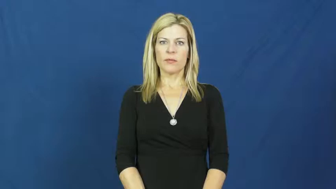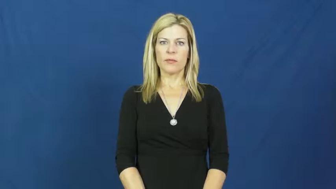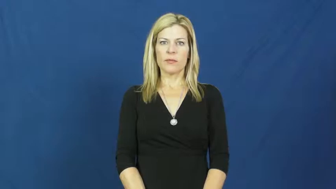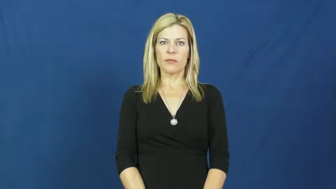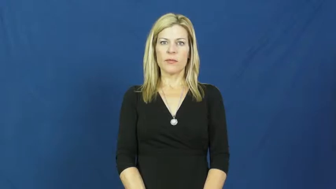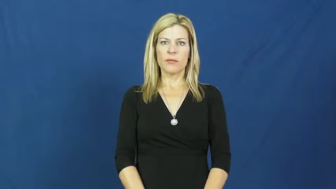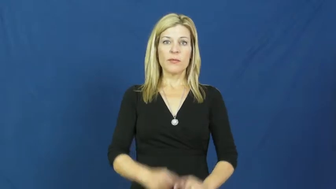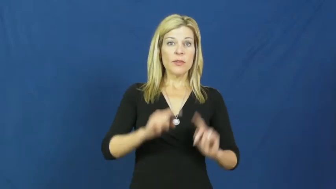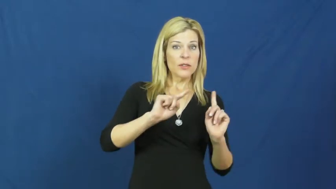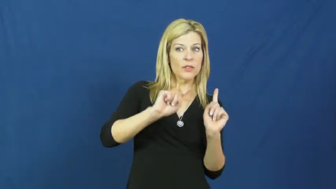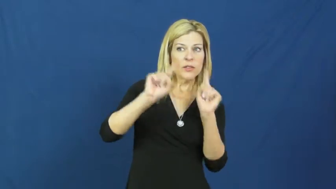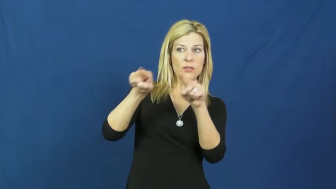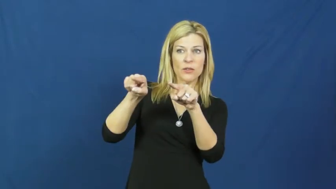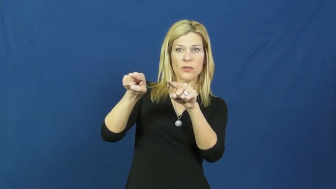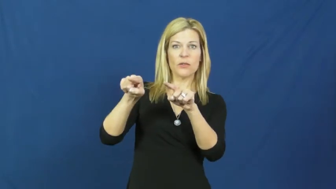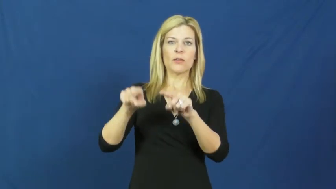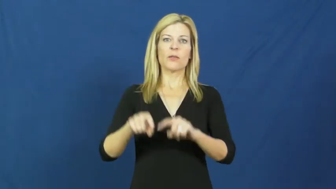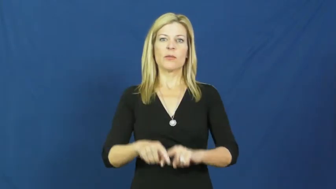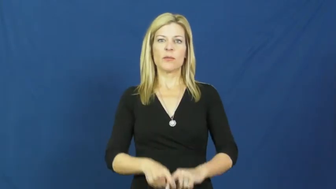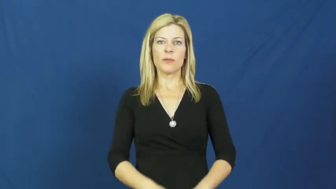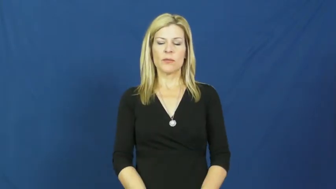set out,set out for